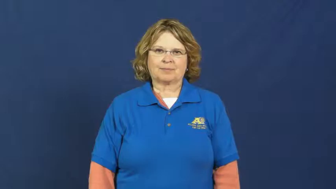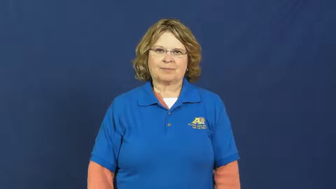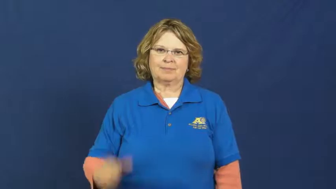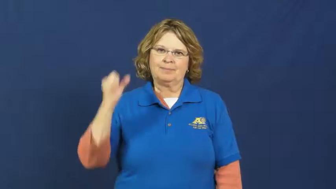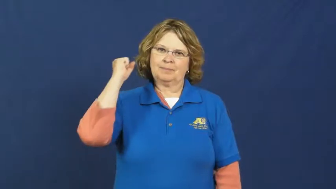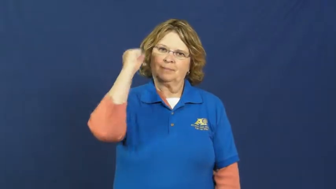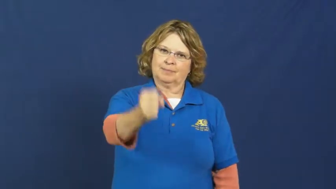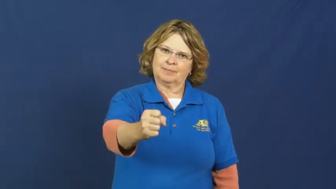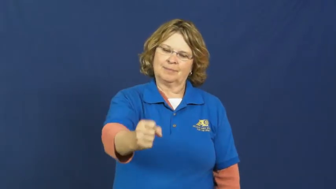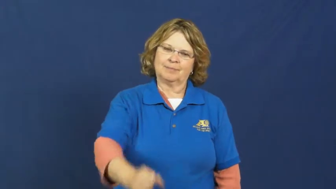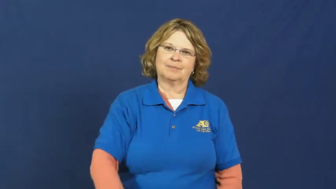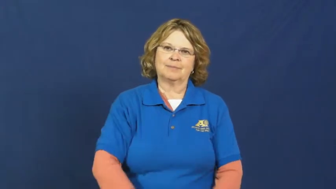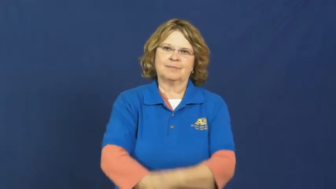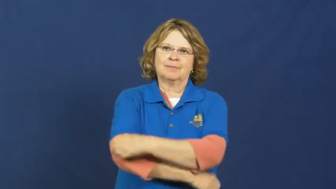stab,knife